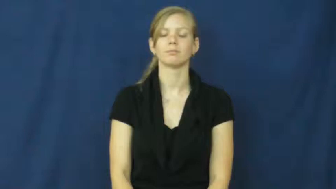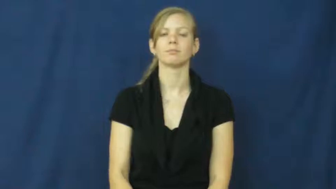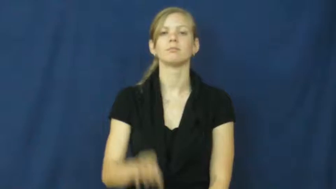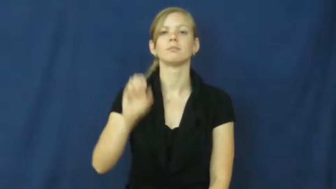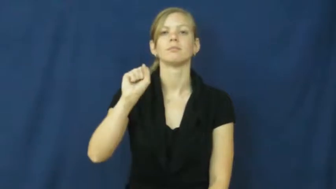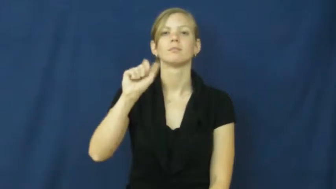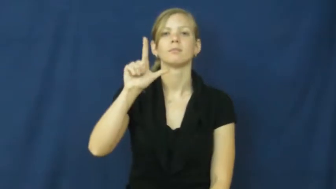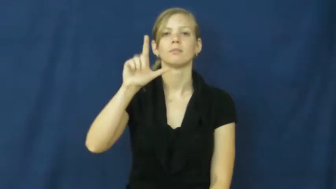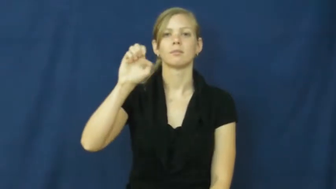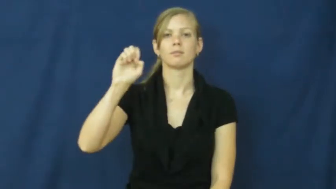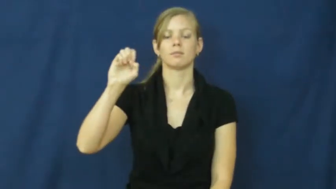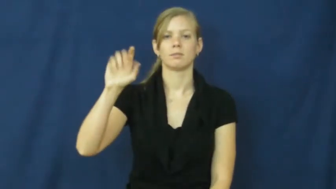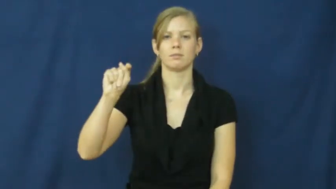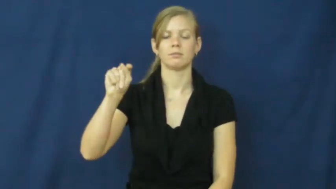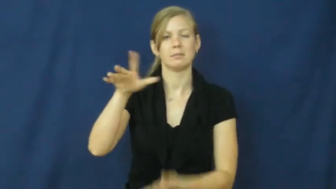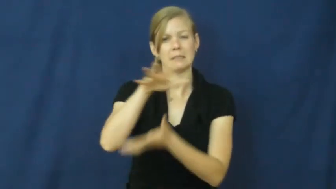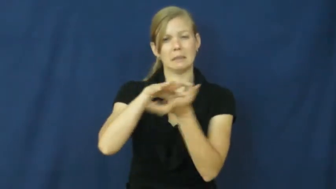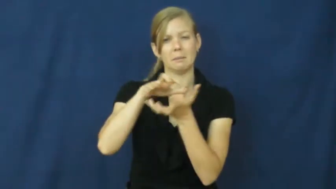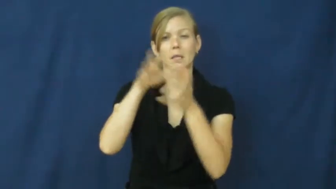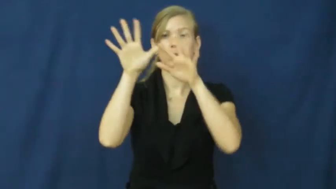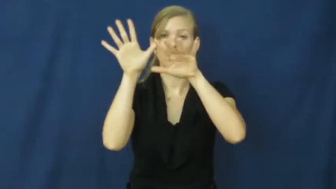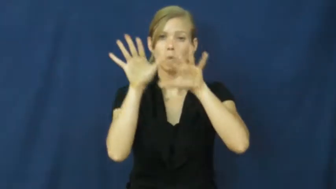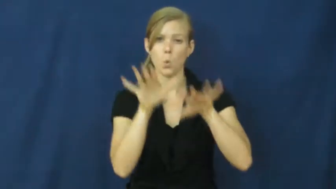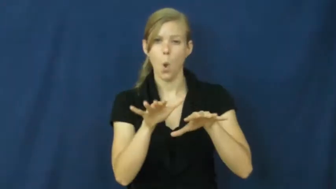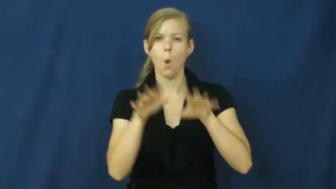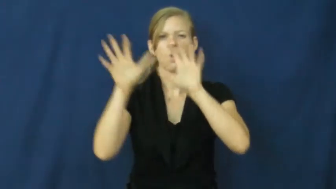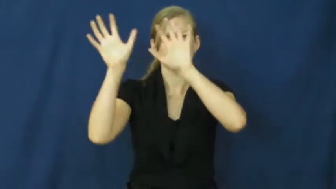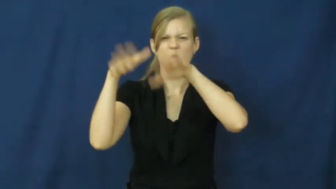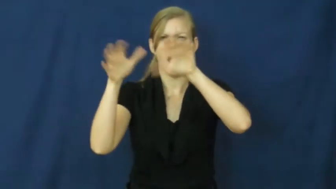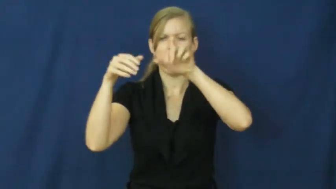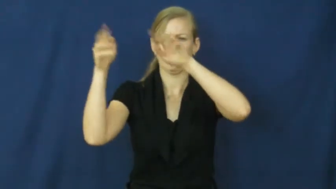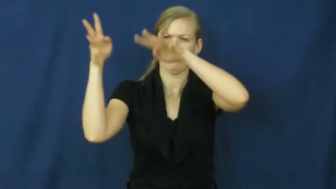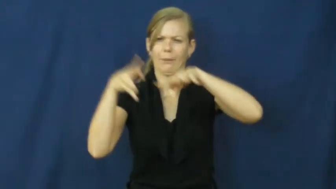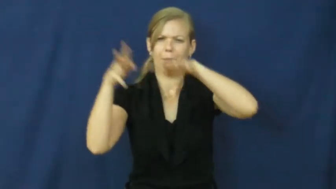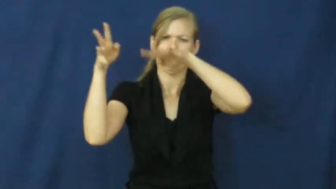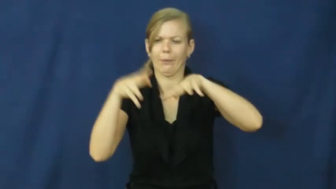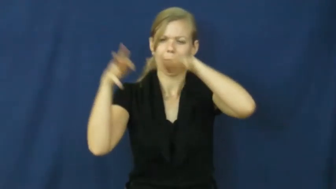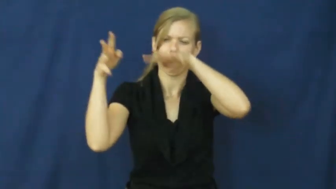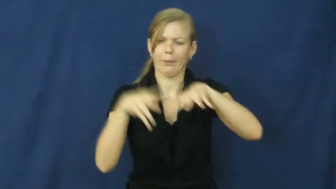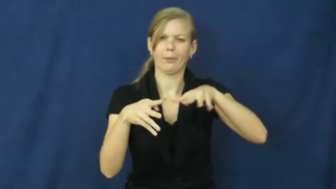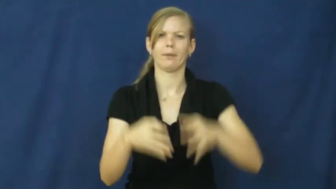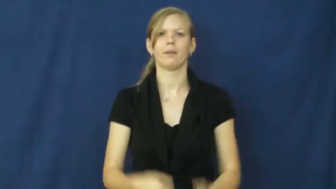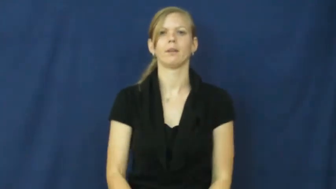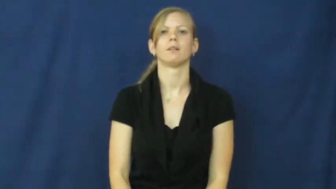sleet